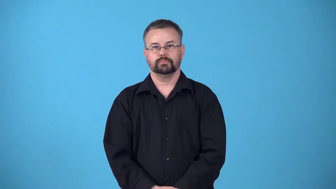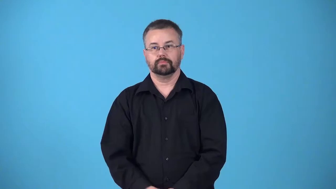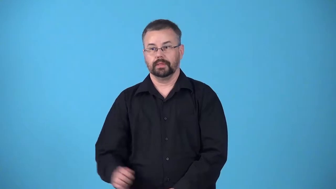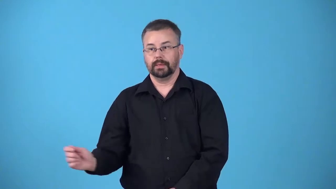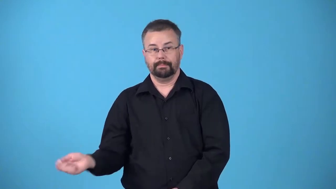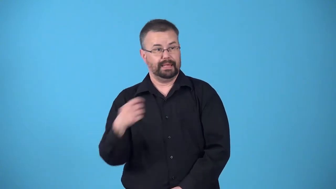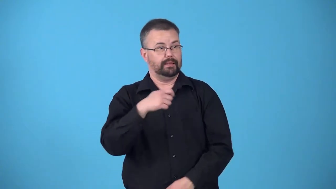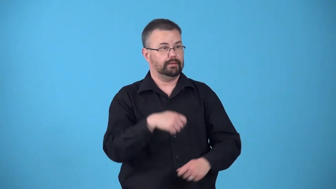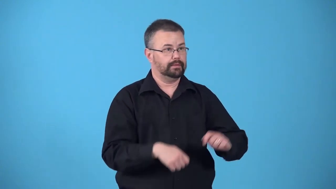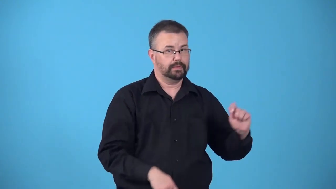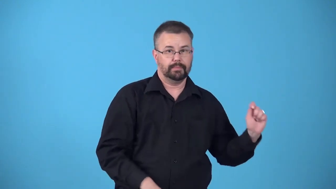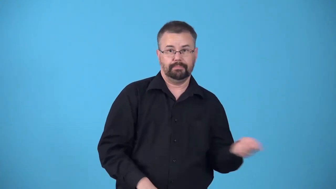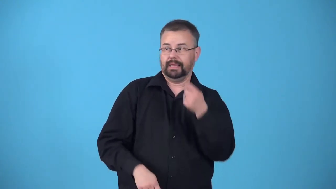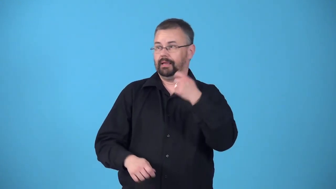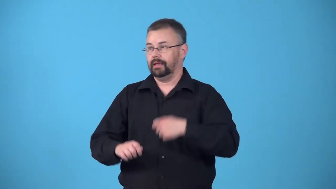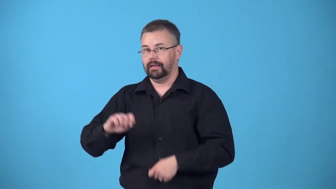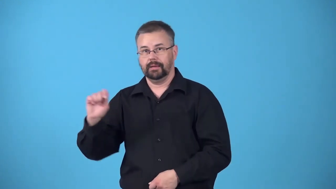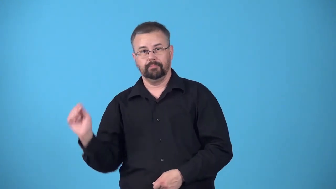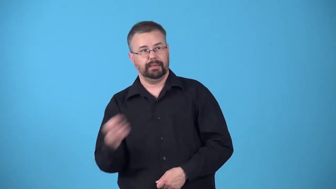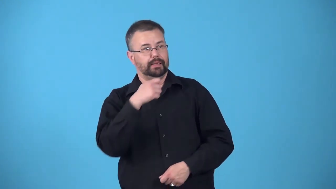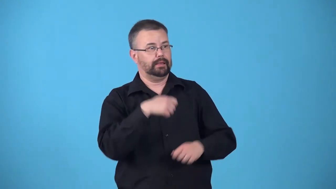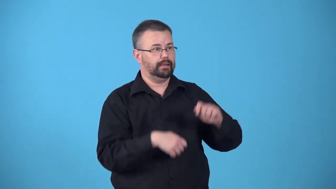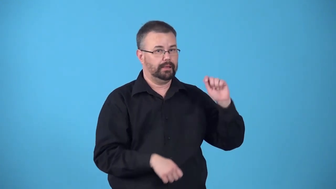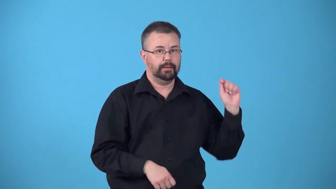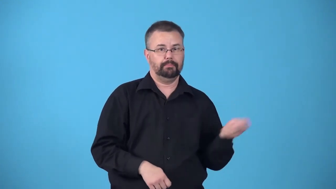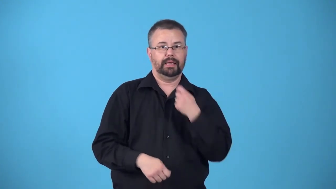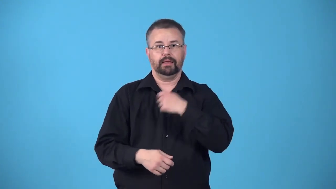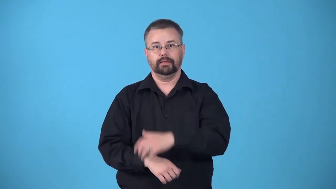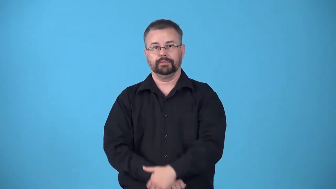bandy-hit ball back and forth